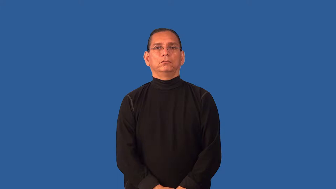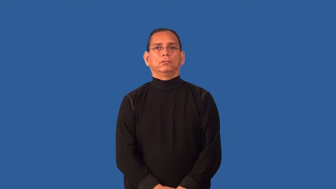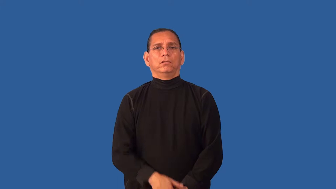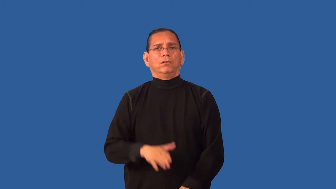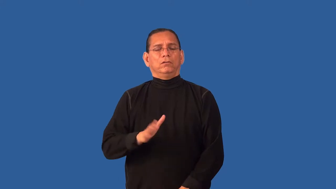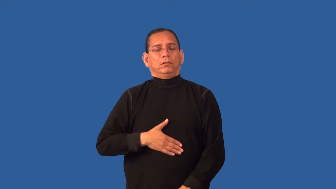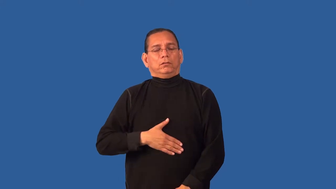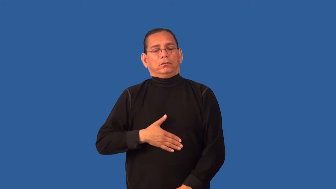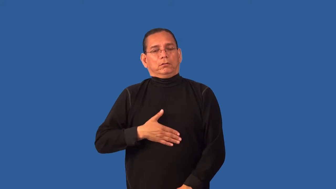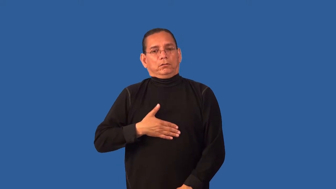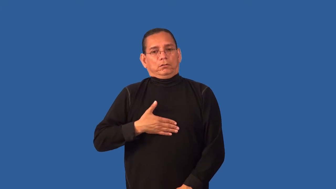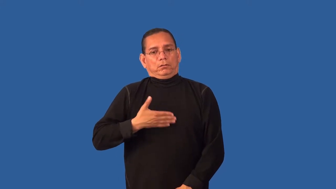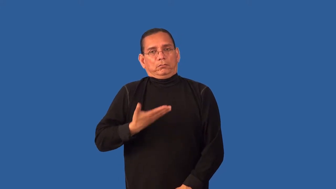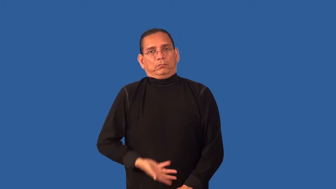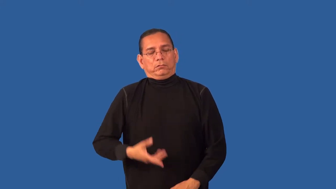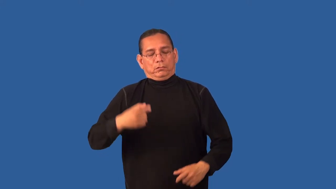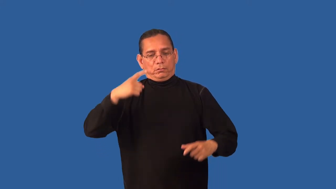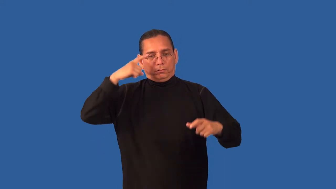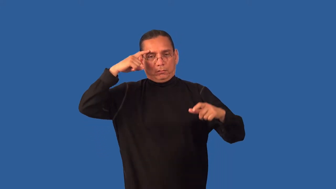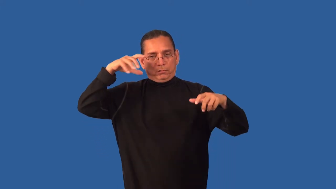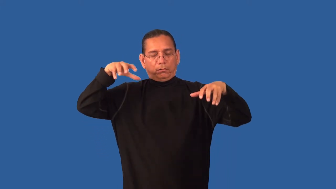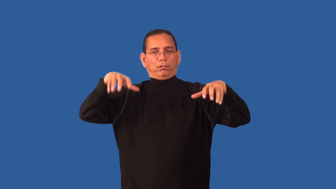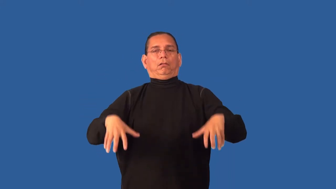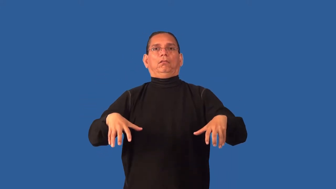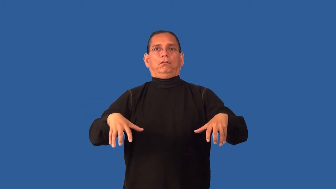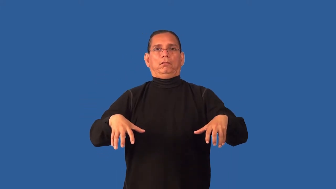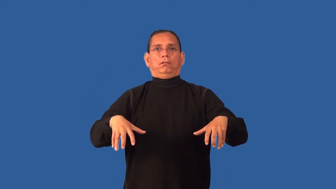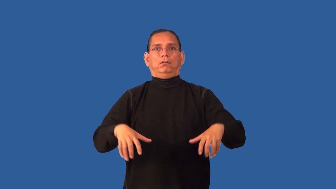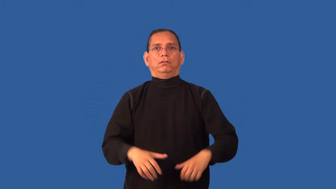devastated,broken up